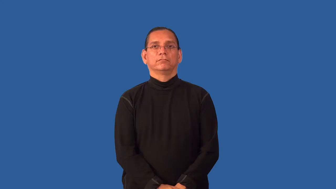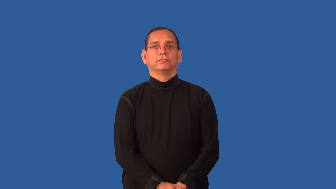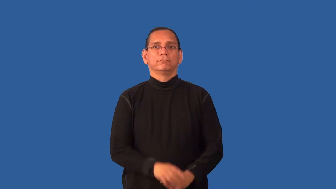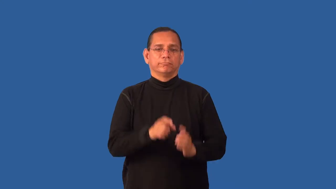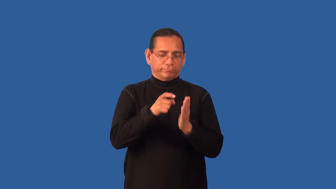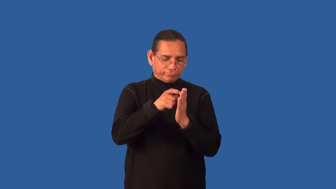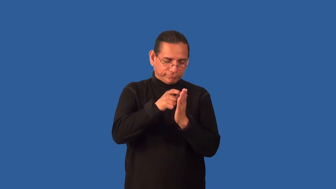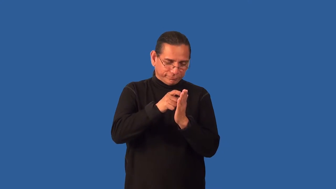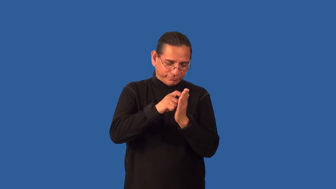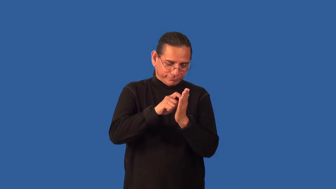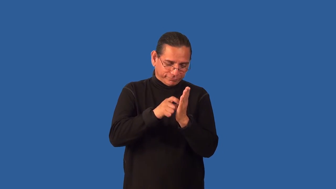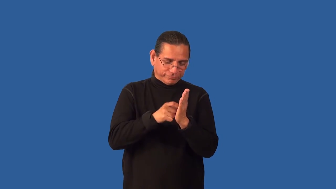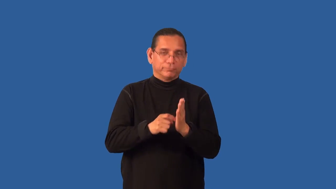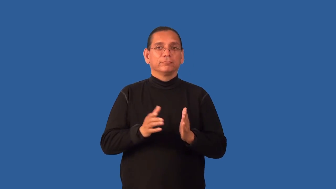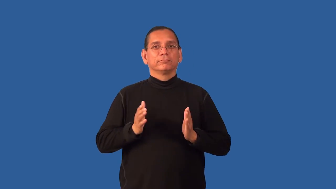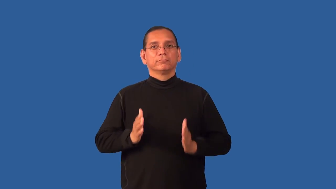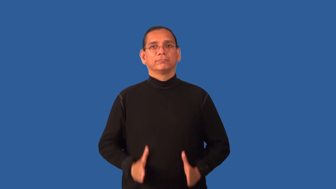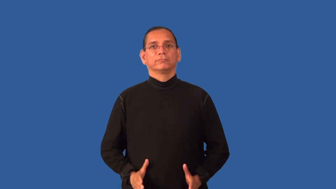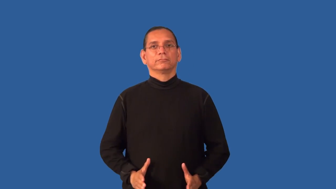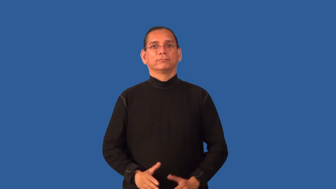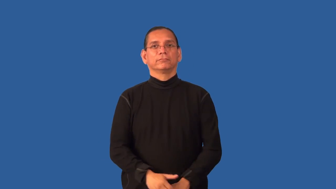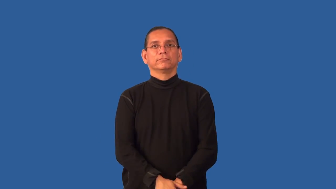engraver